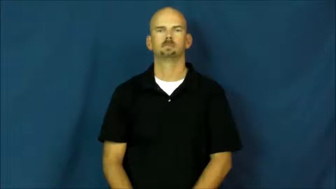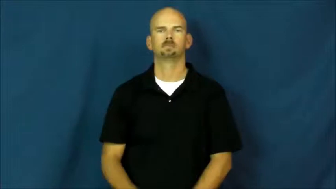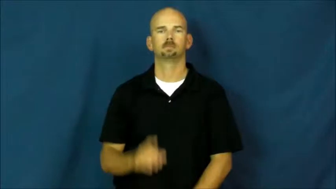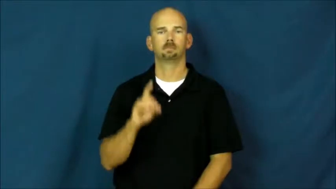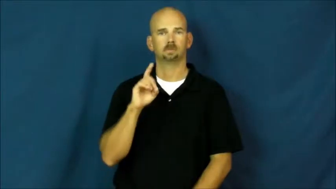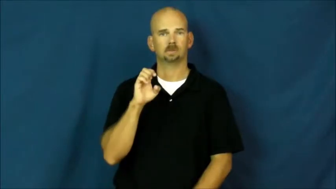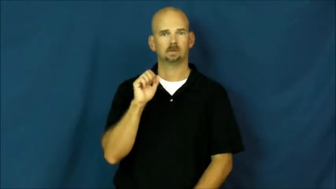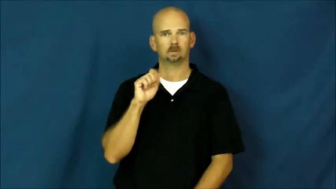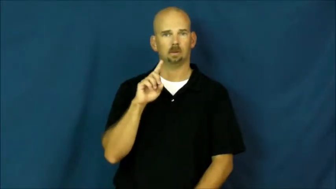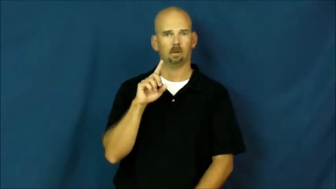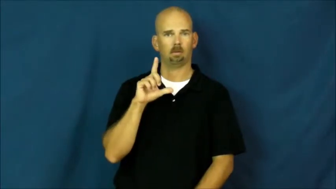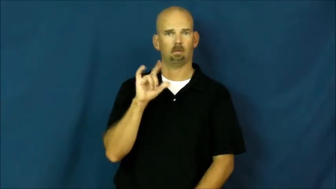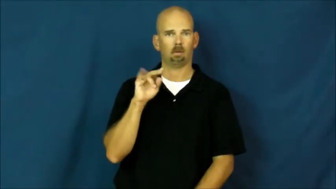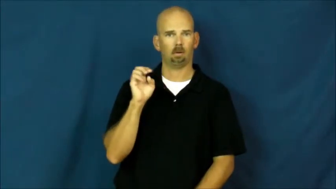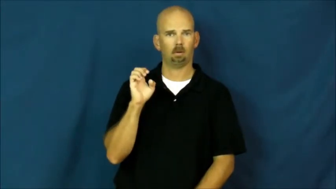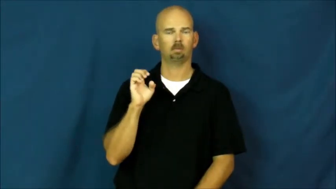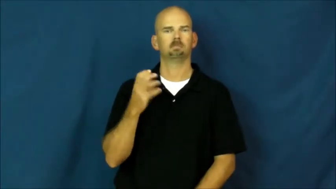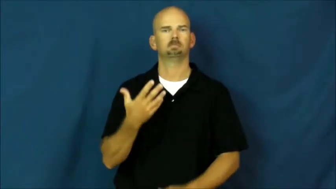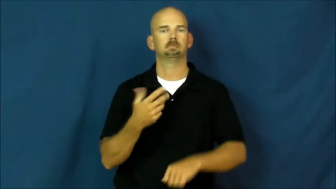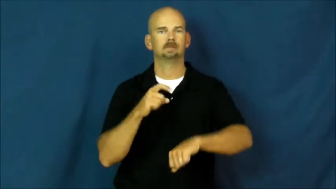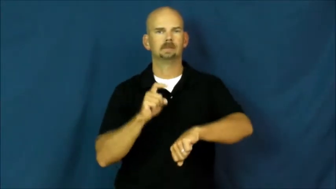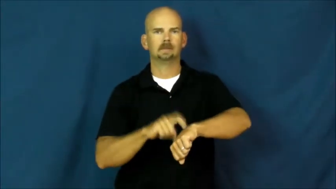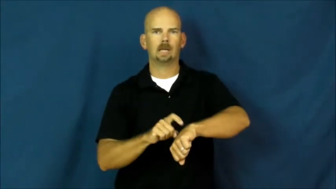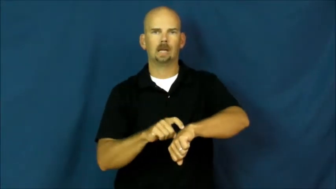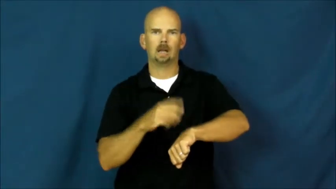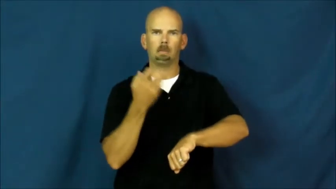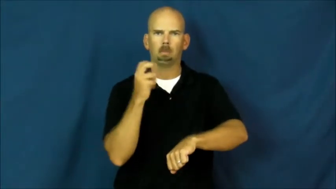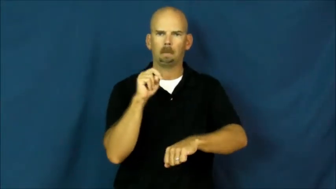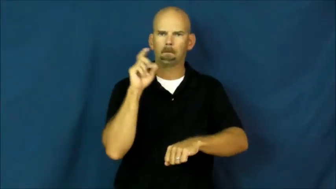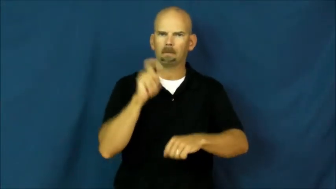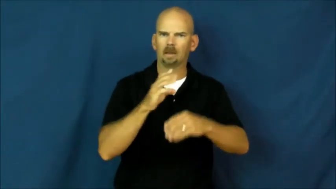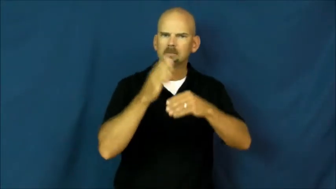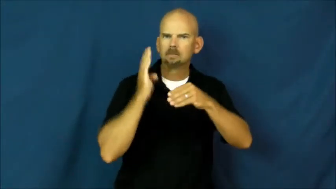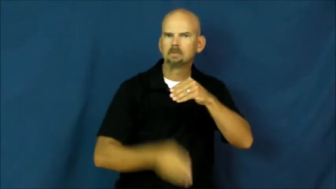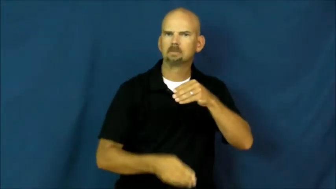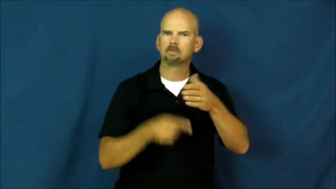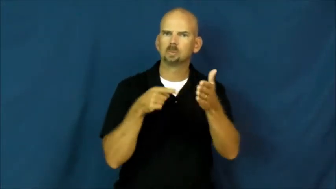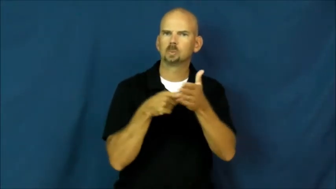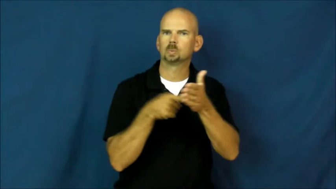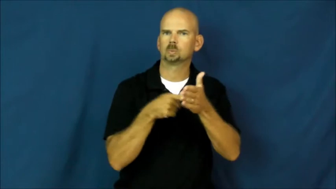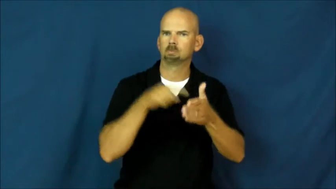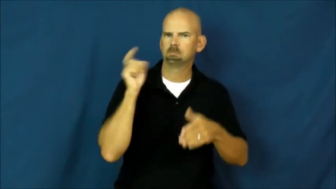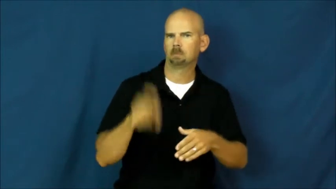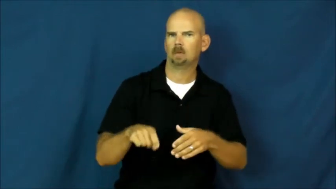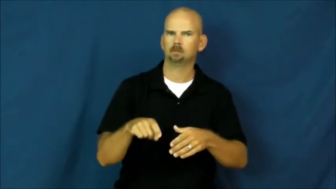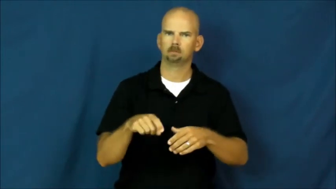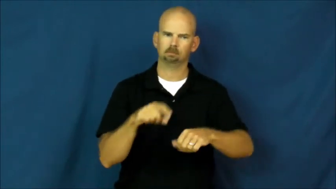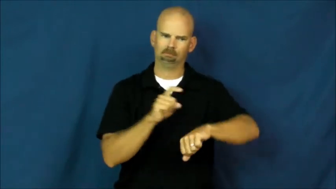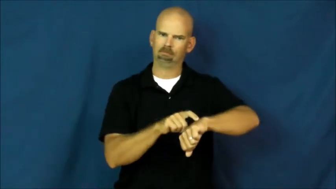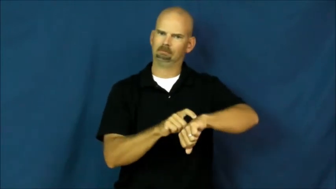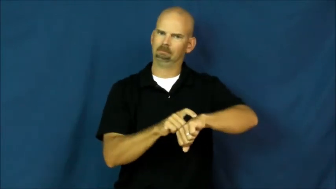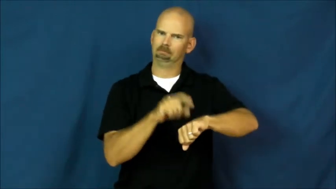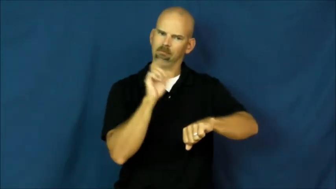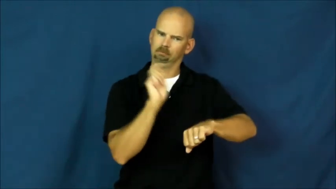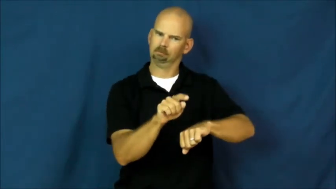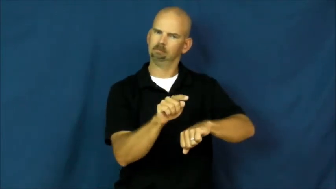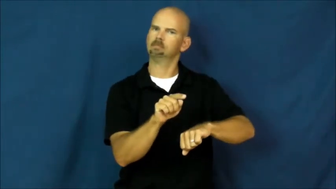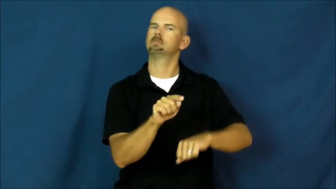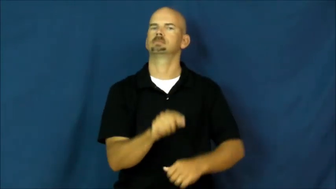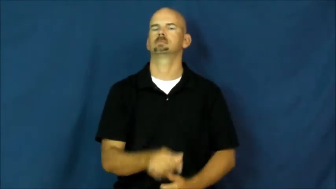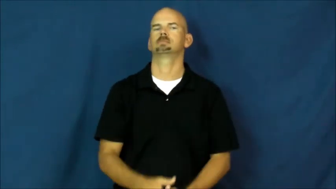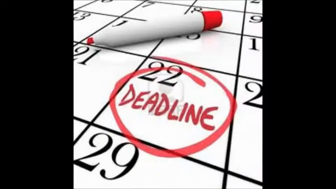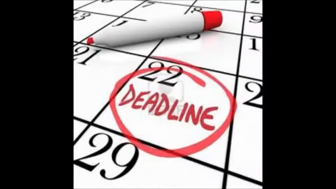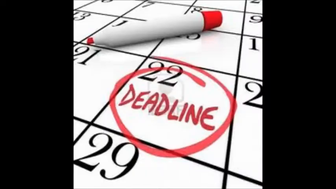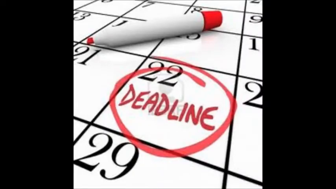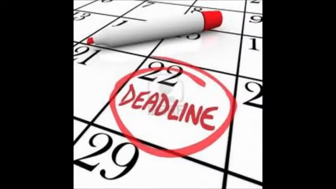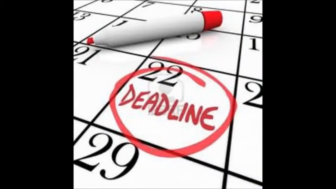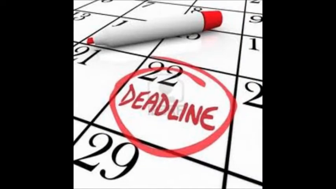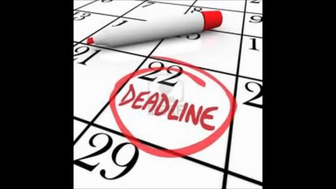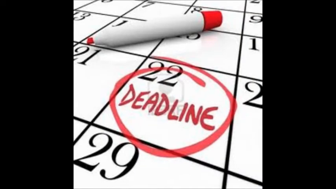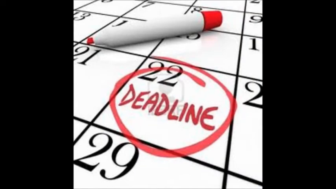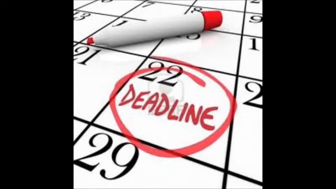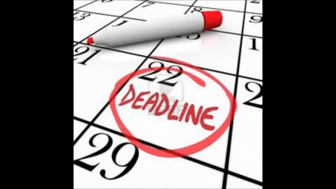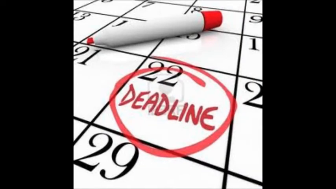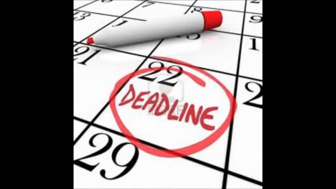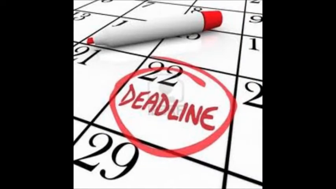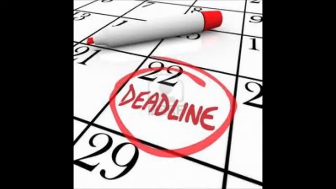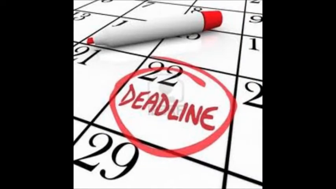Deadline